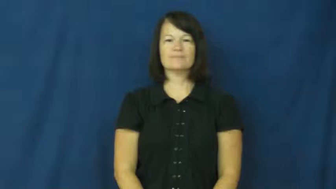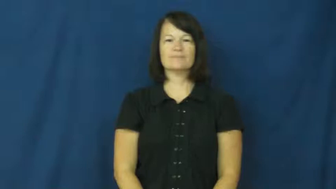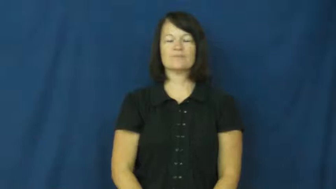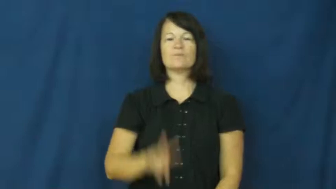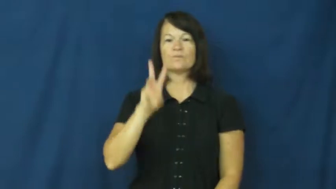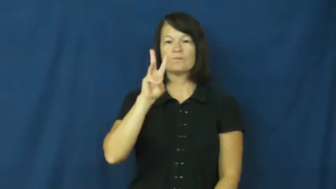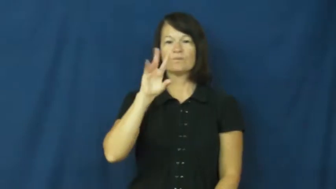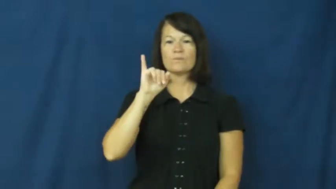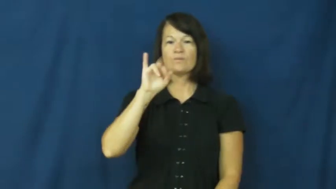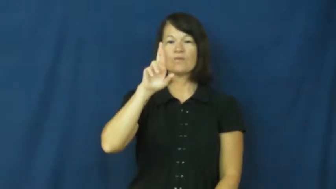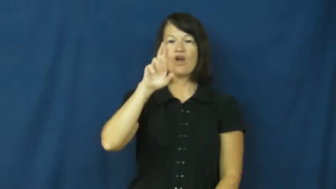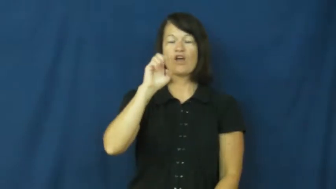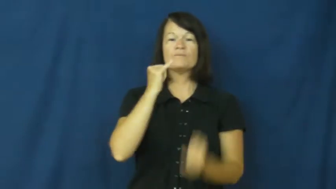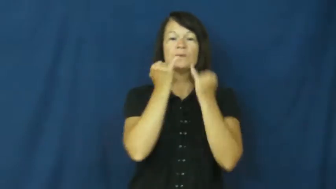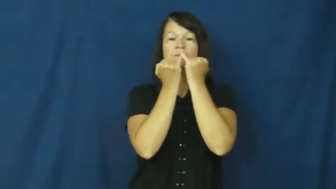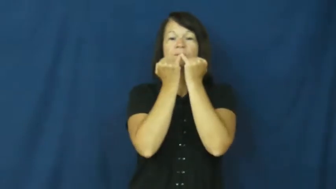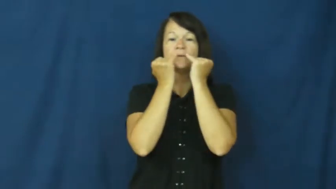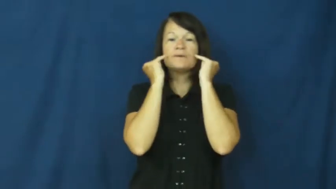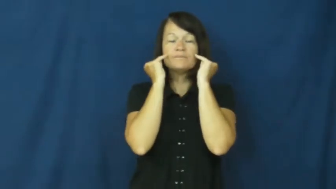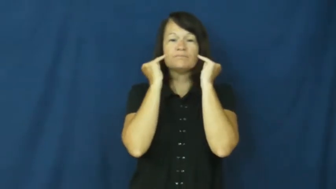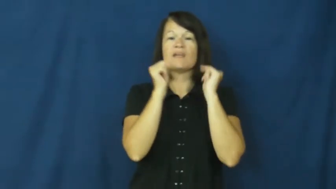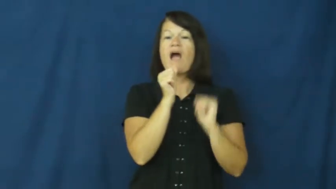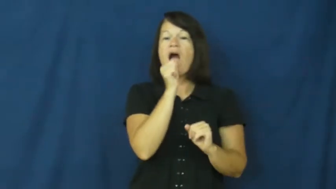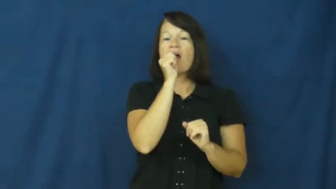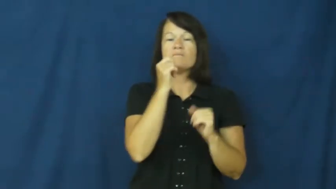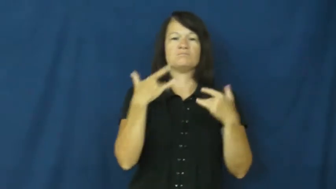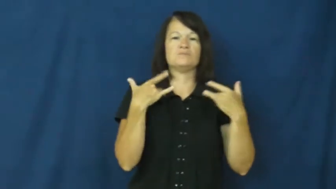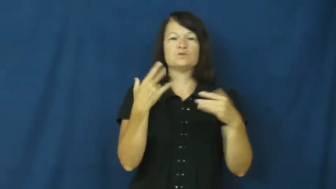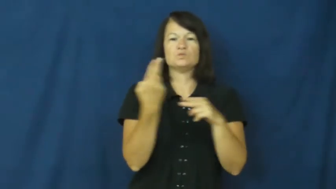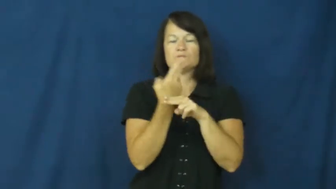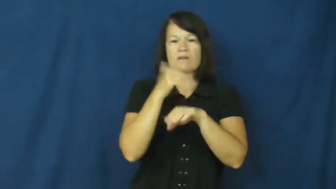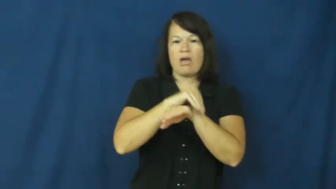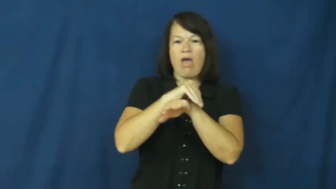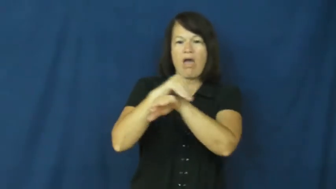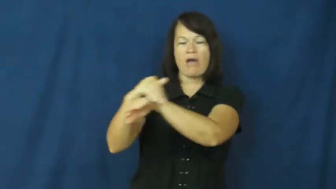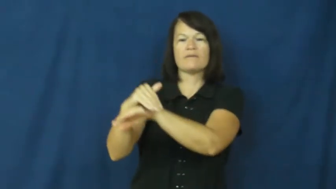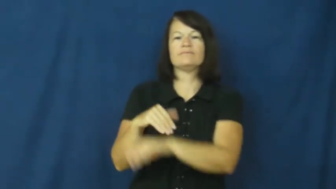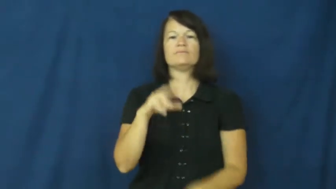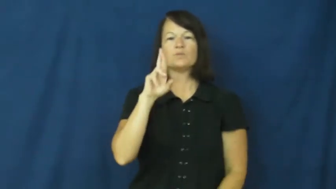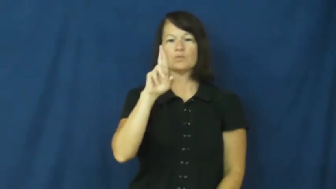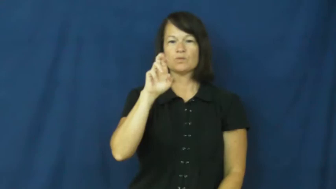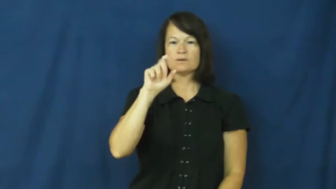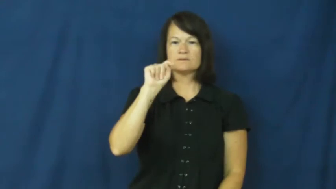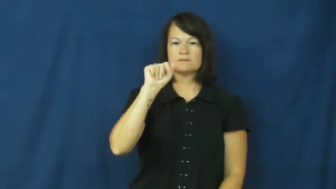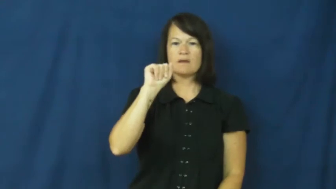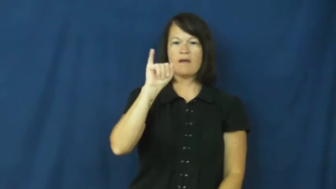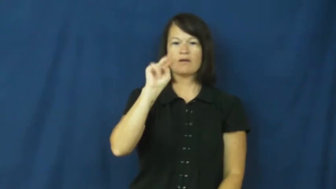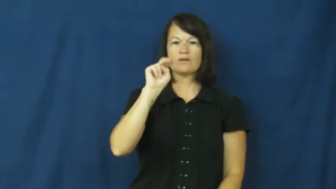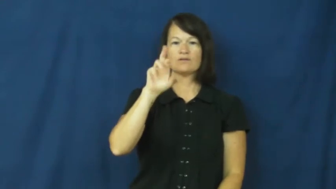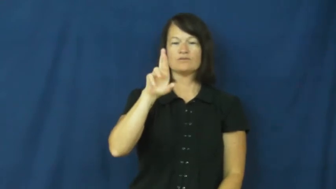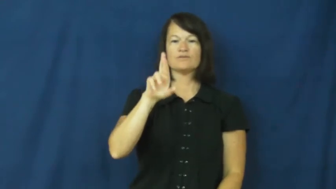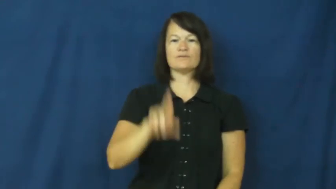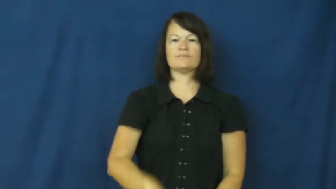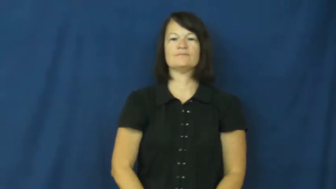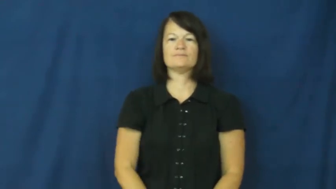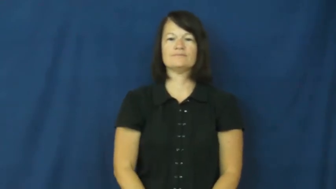retainer-teeth